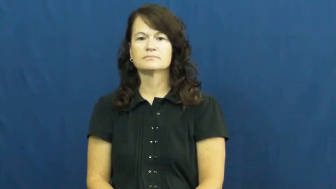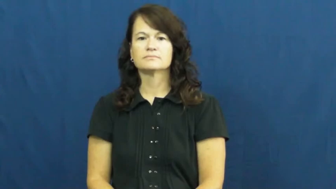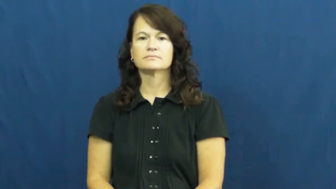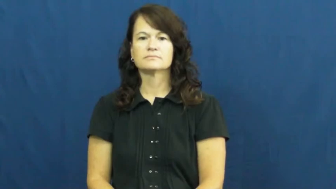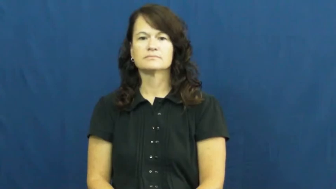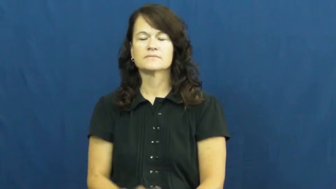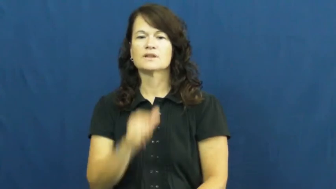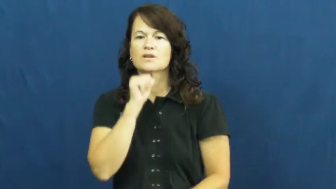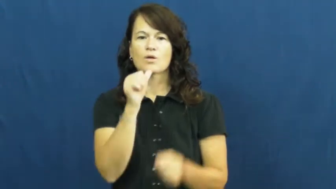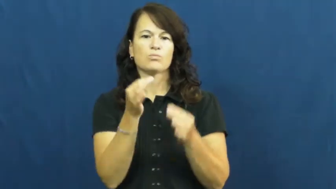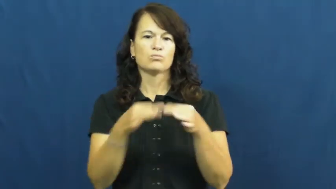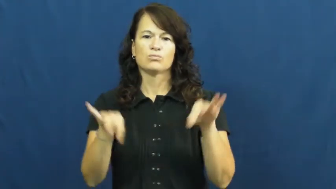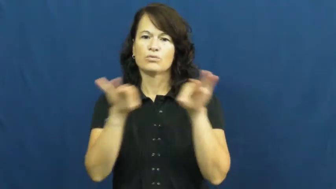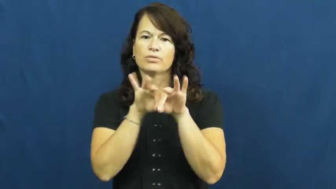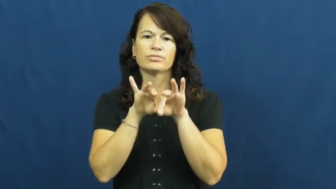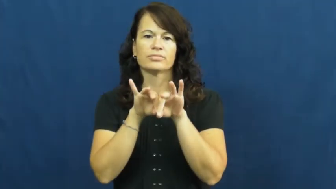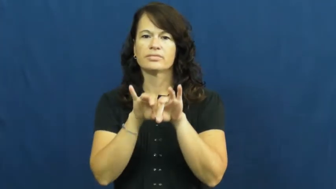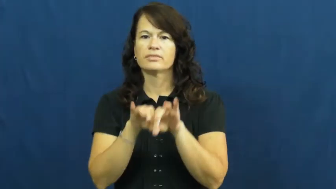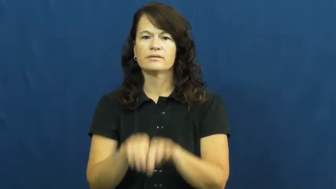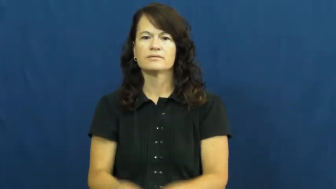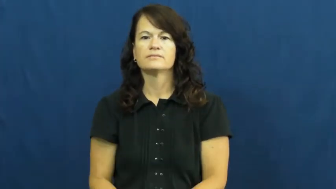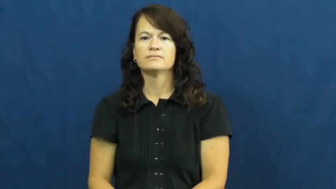unworthy